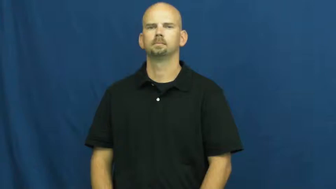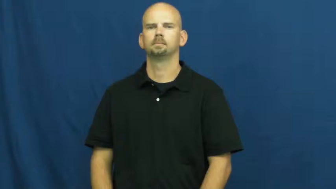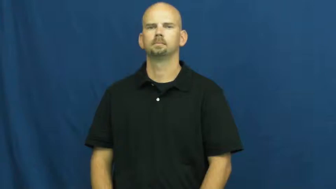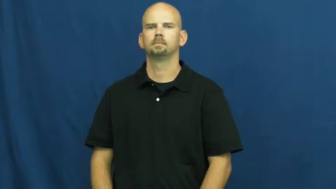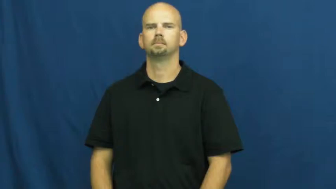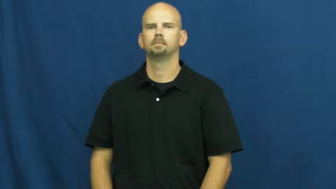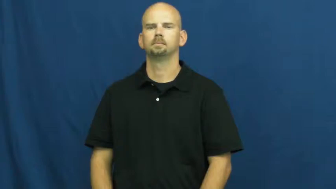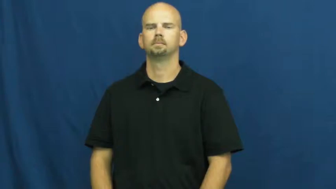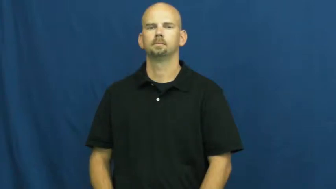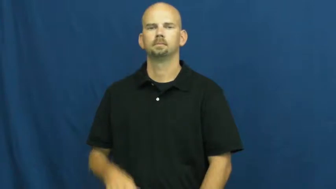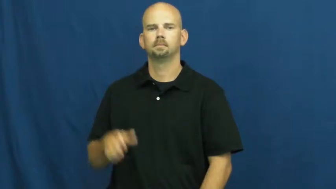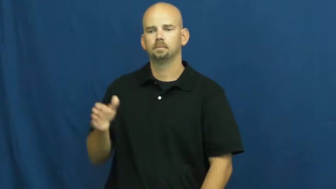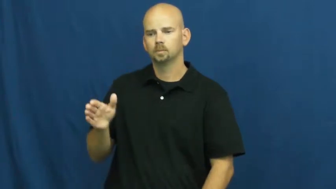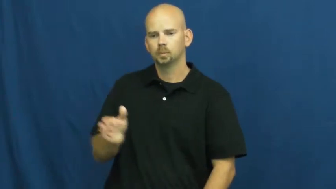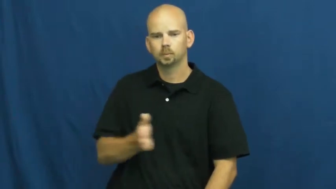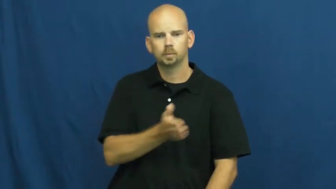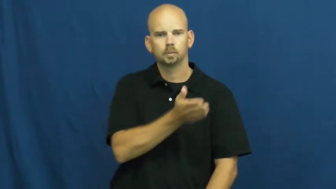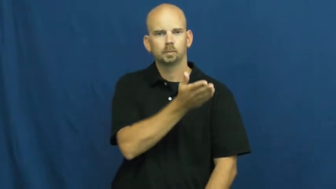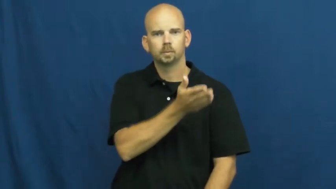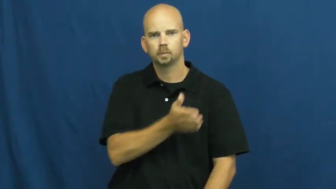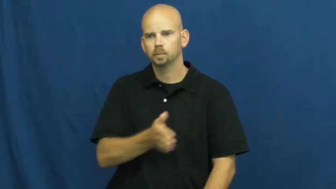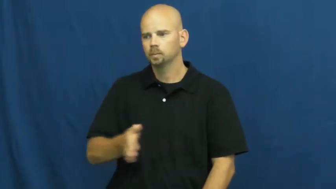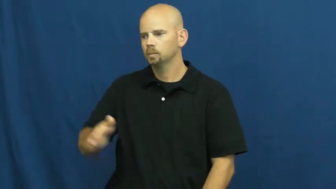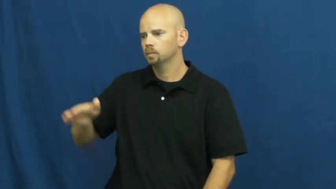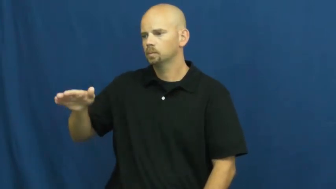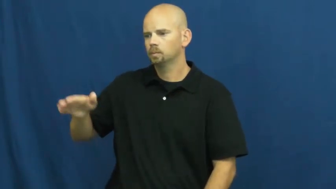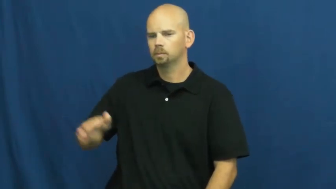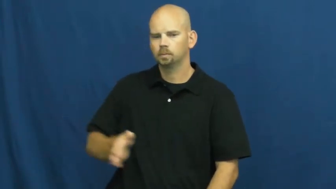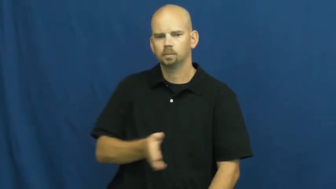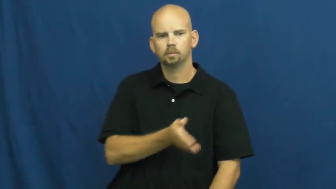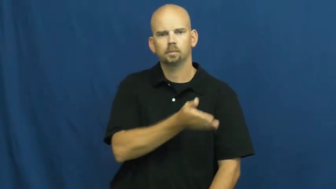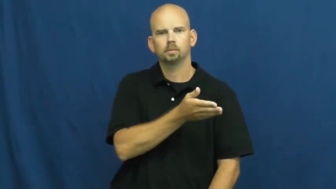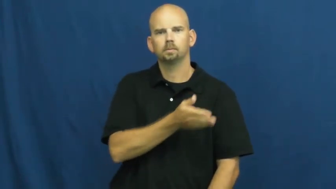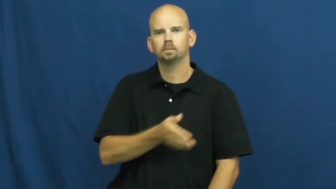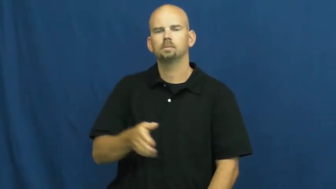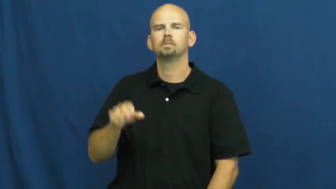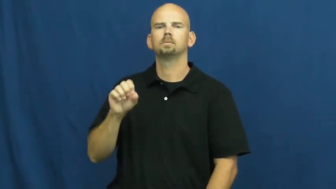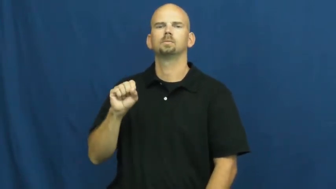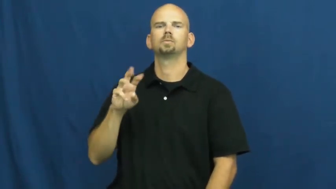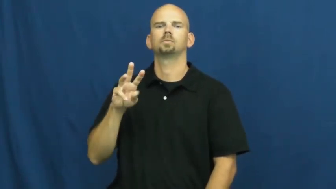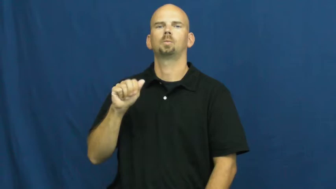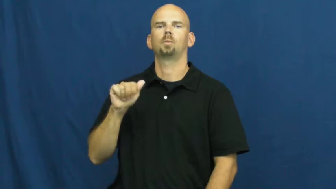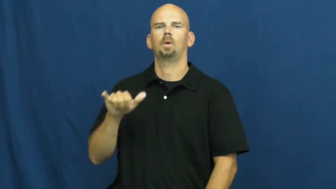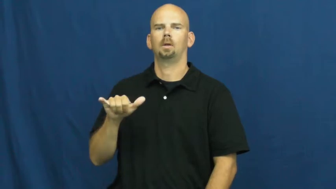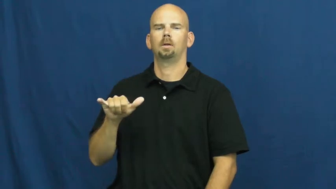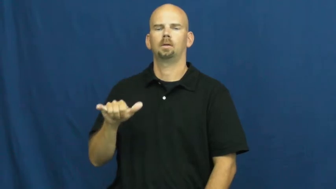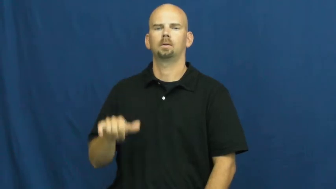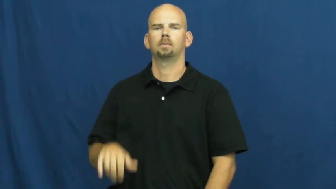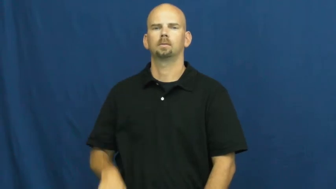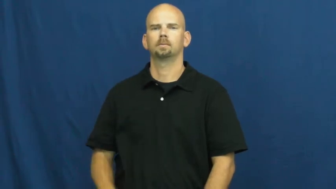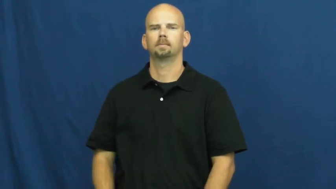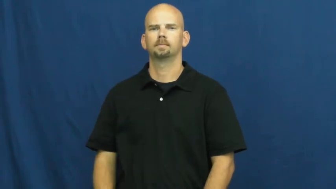sway,swag,flow